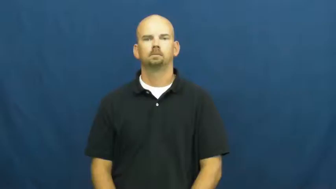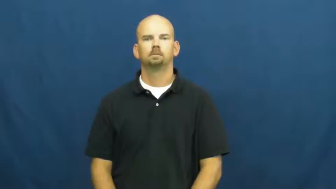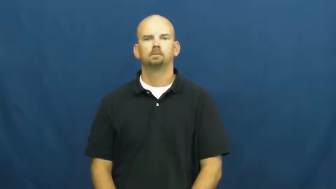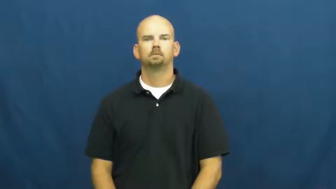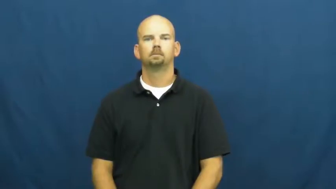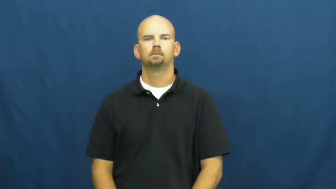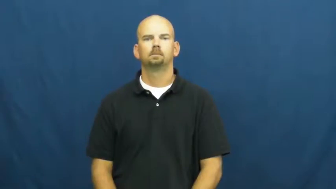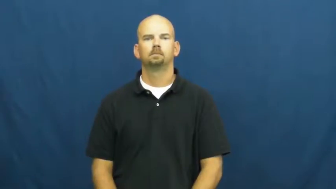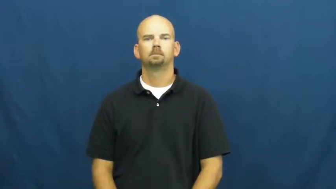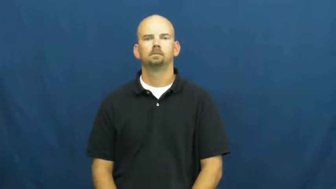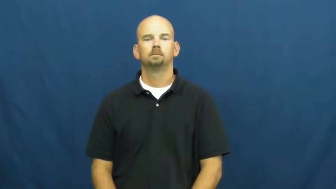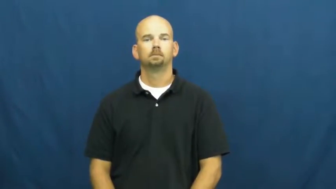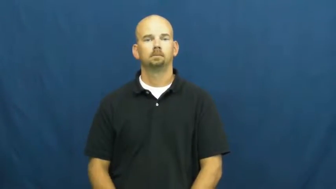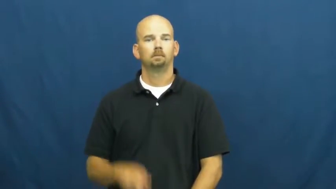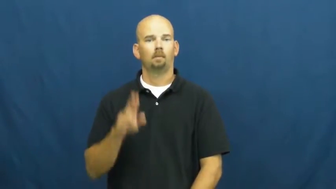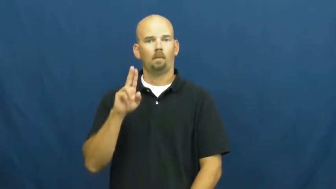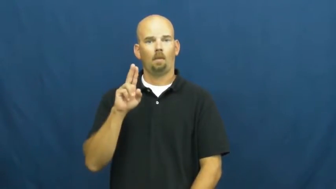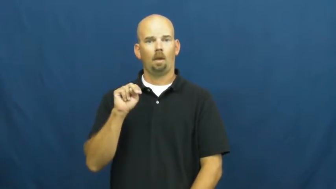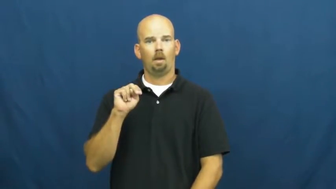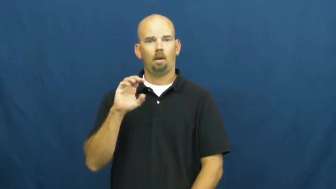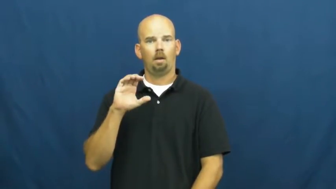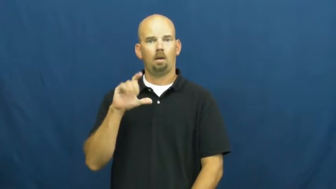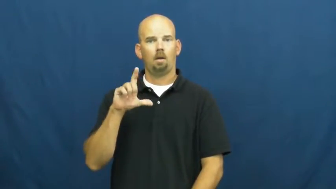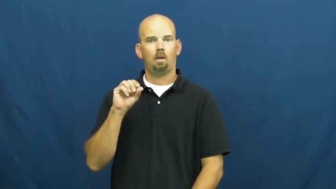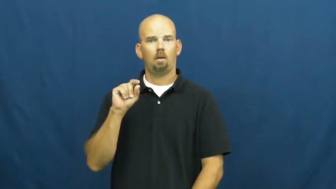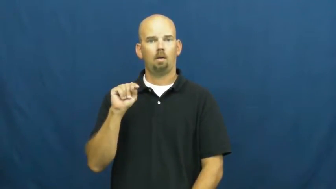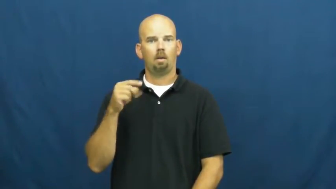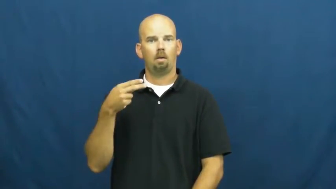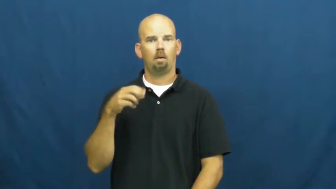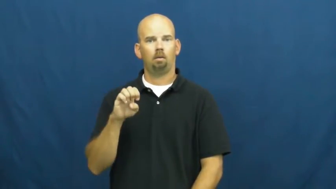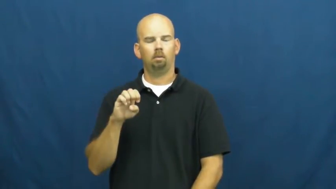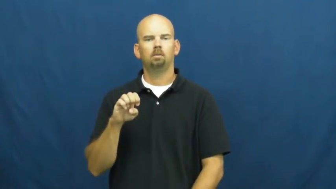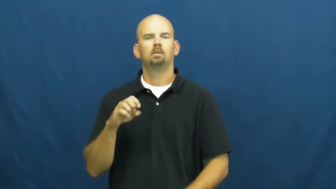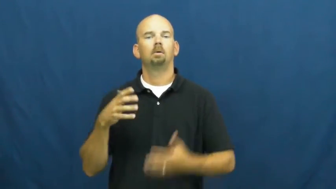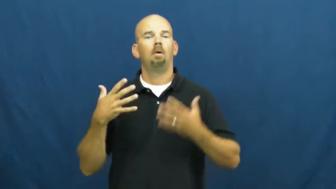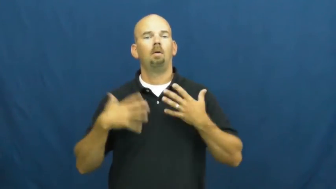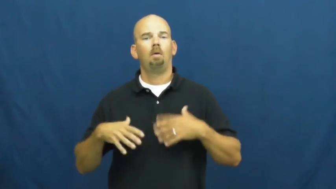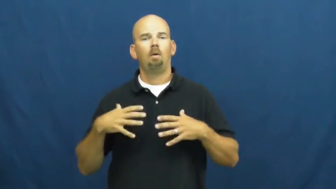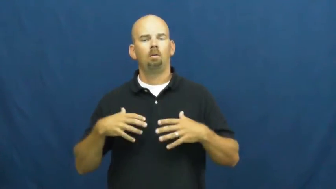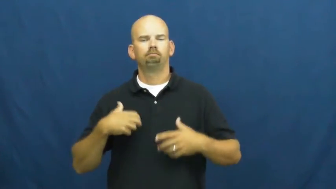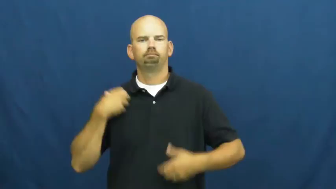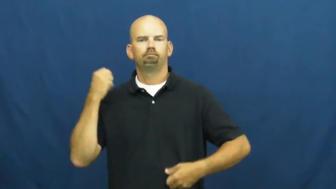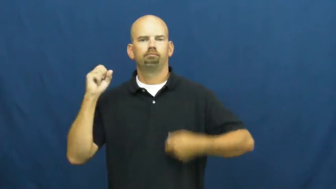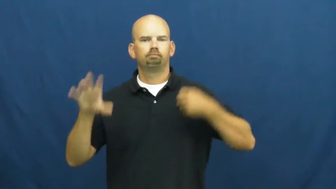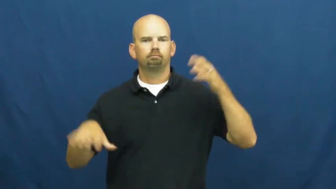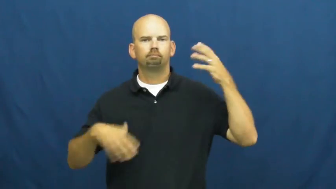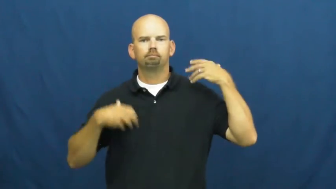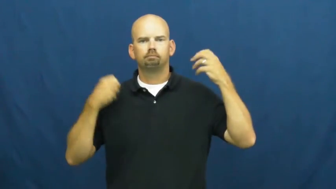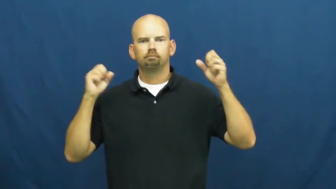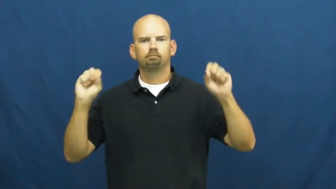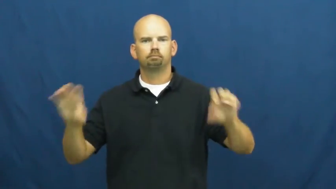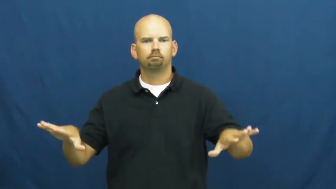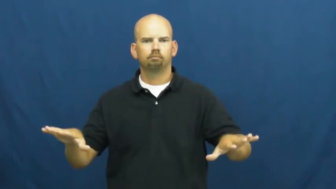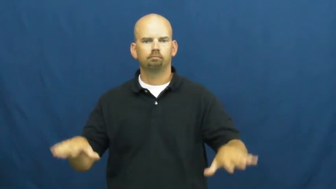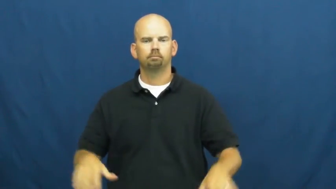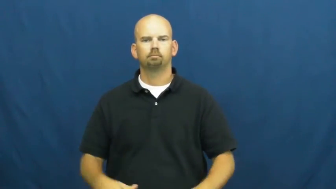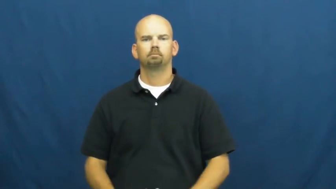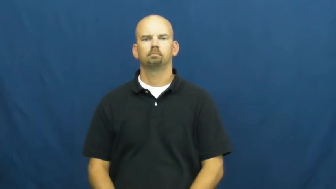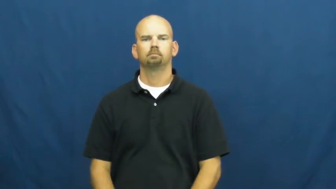unclothe-dress